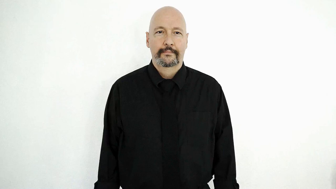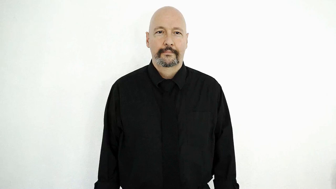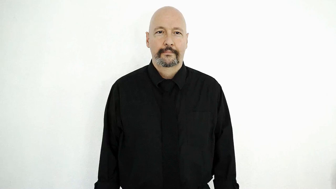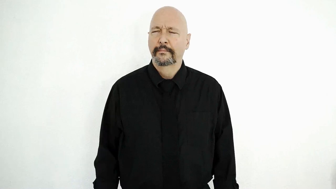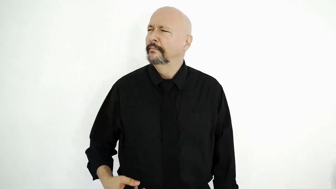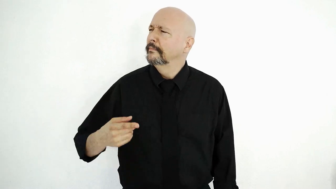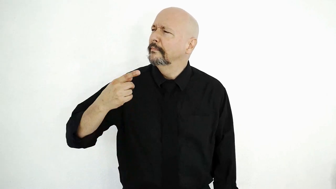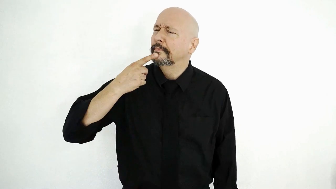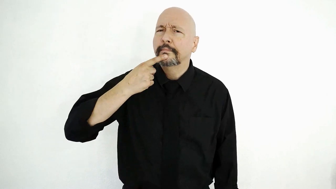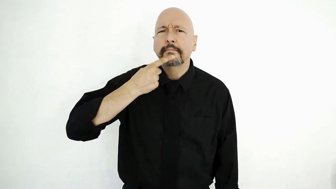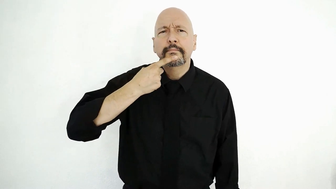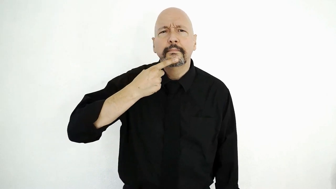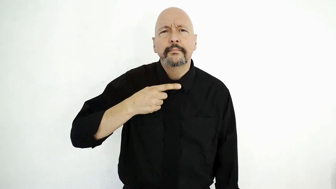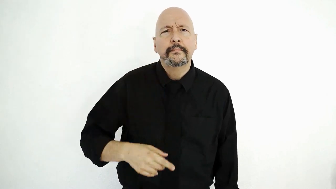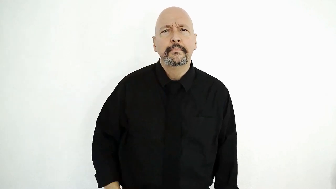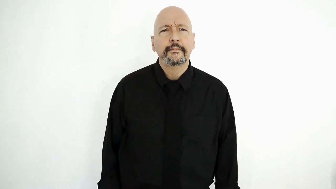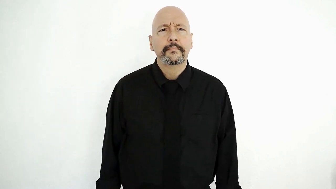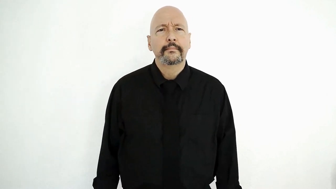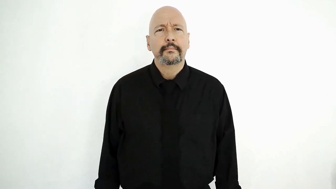what-was-said?-[what-SAY]